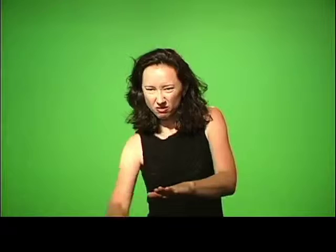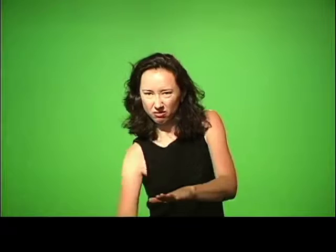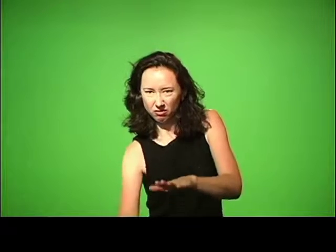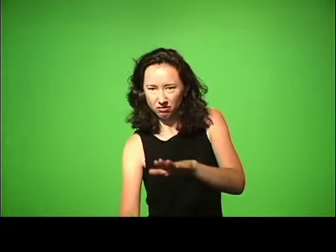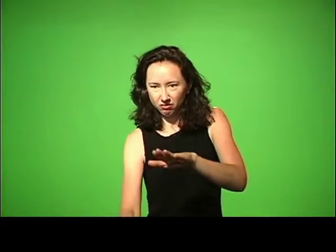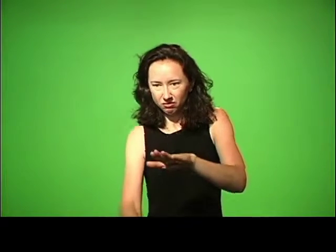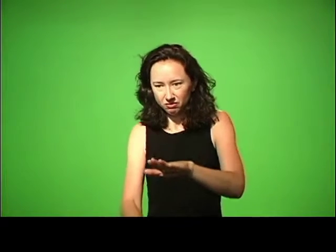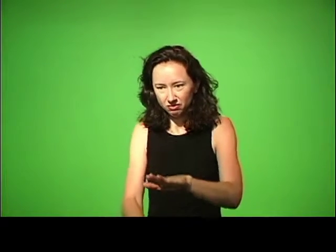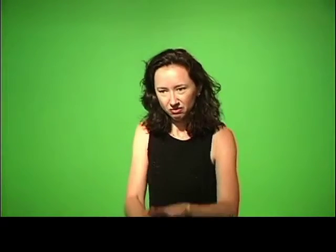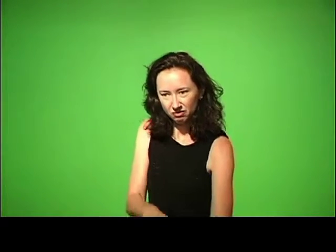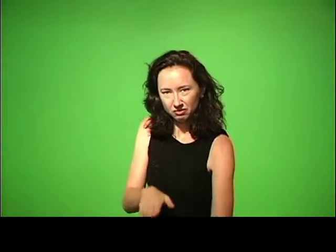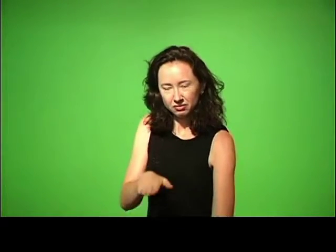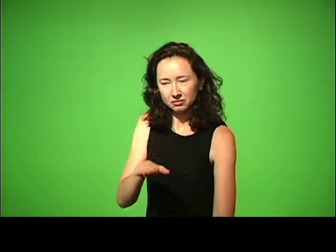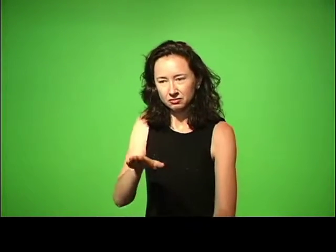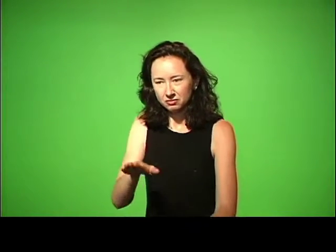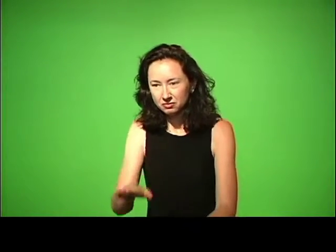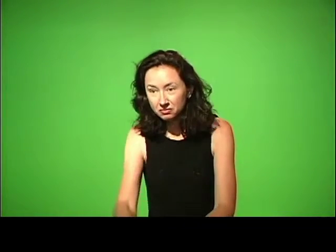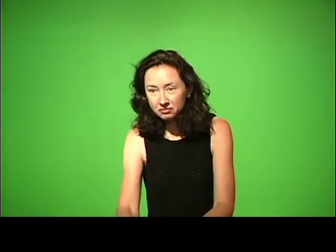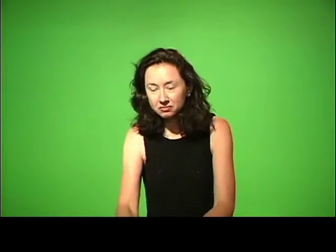sank into